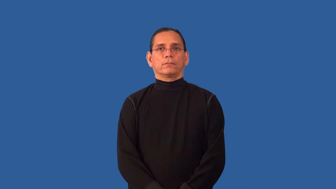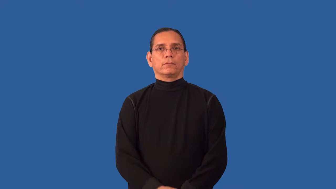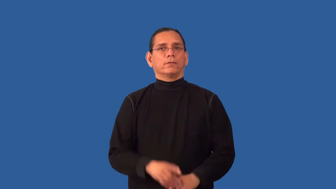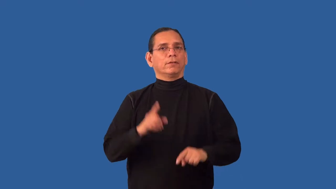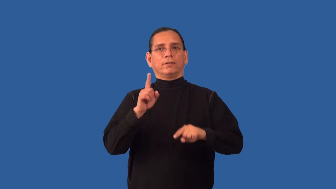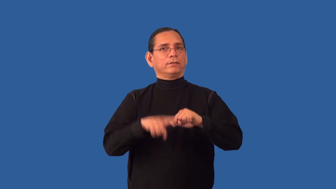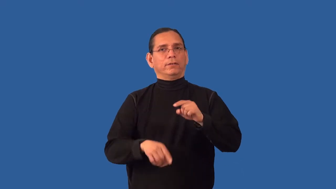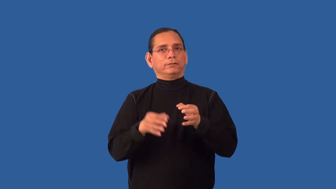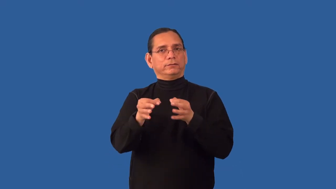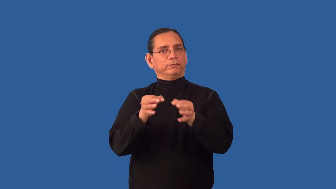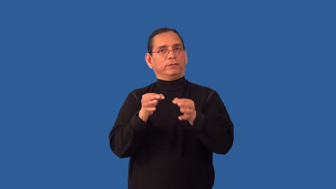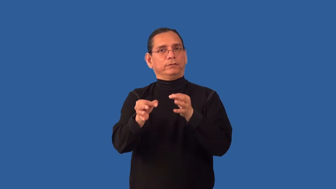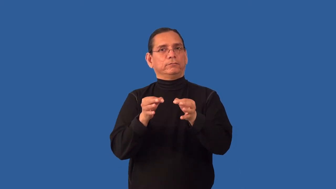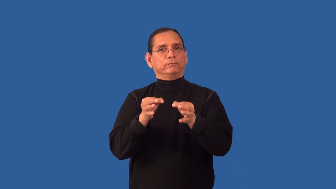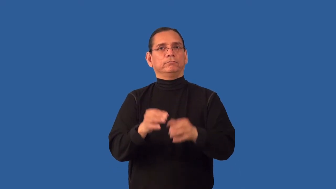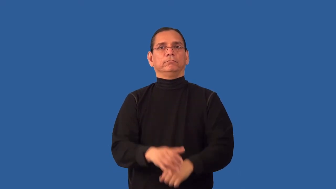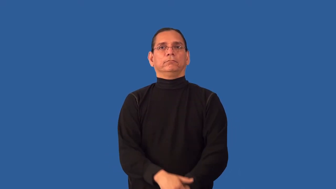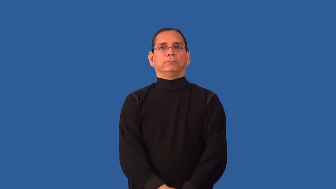insoluble-solve